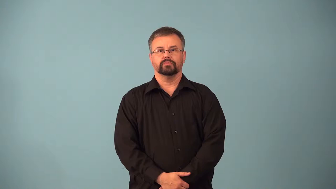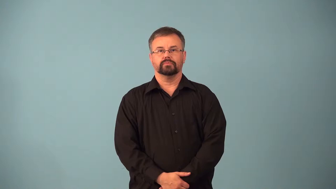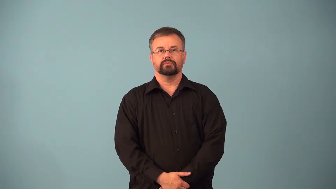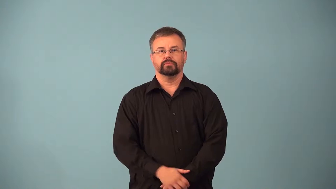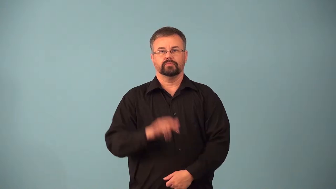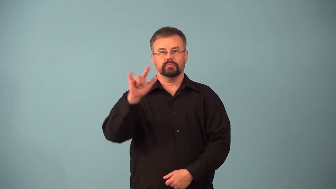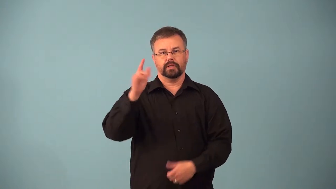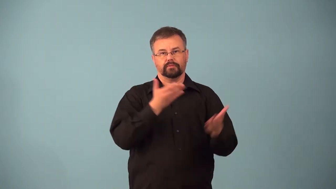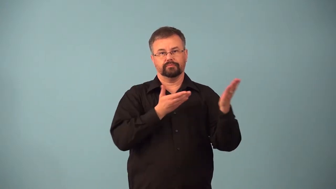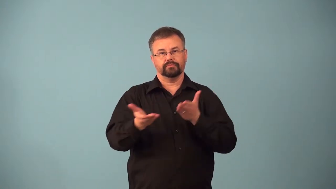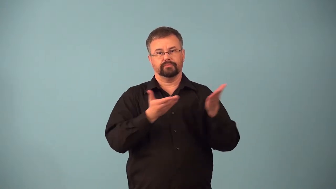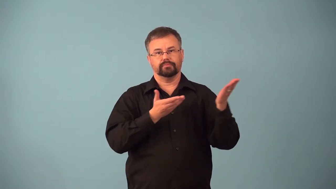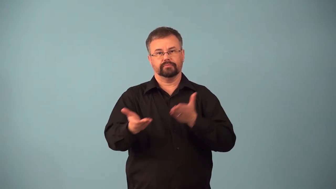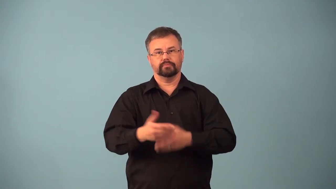airlift